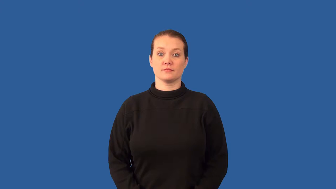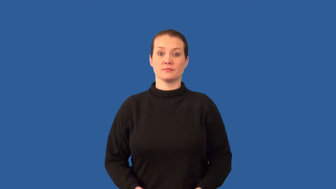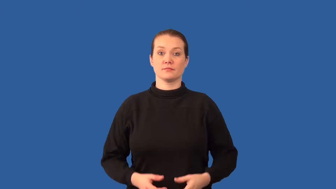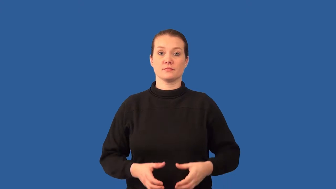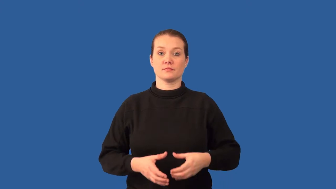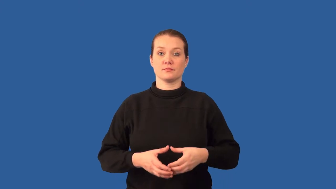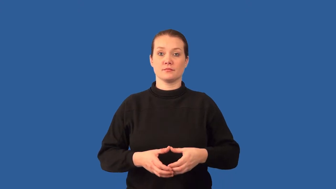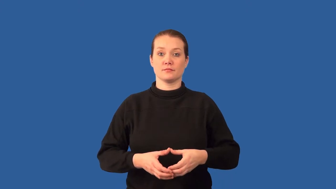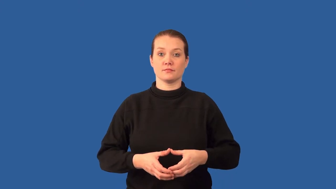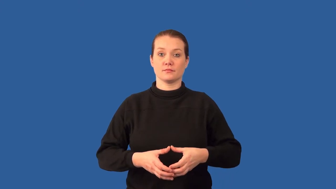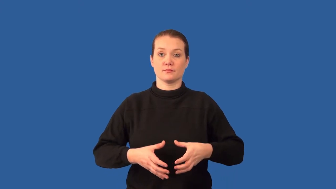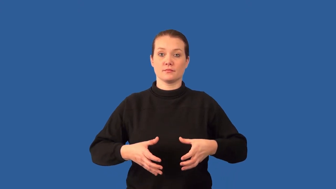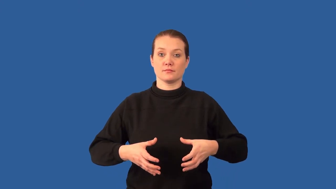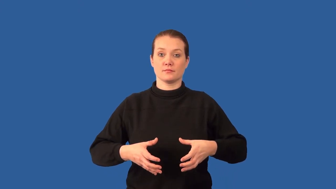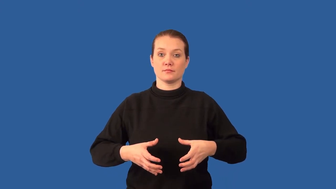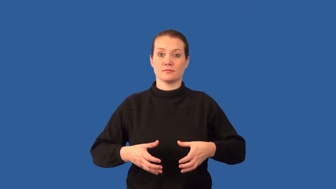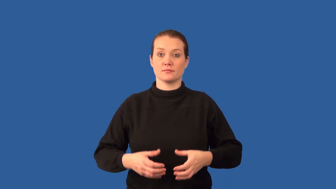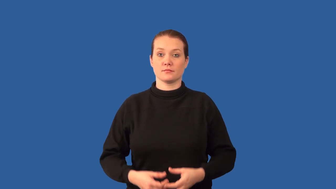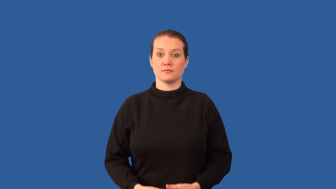interphase